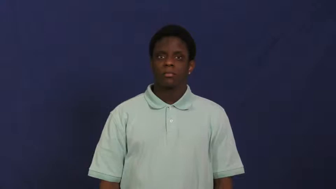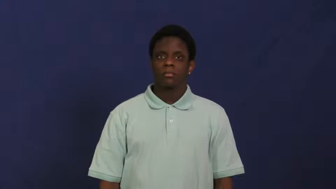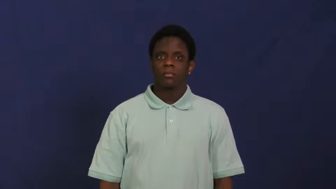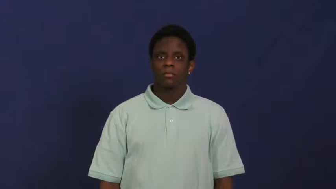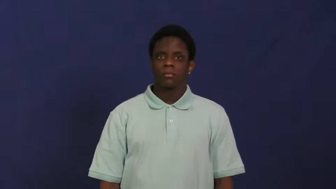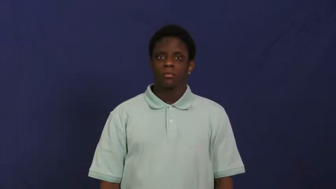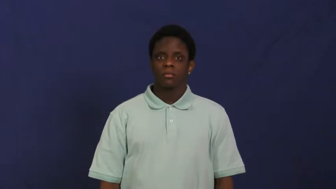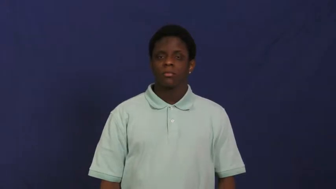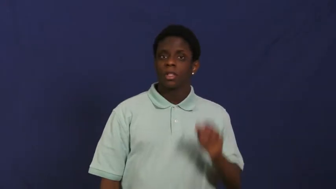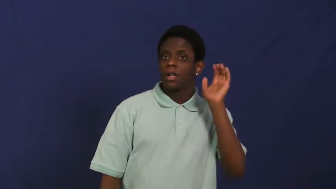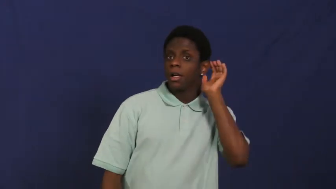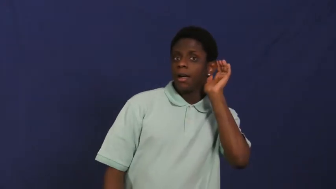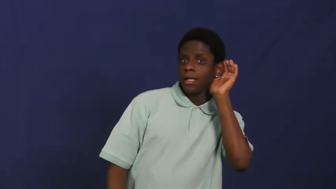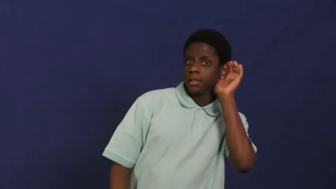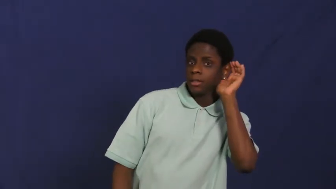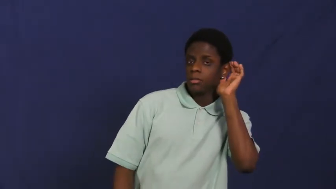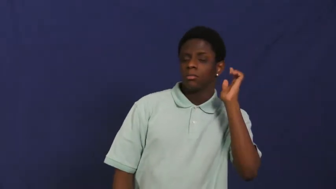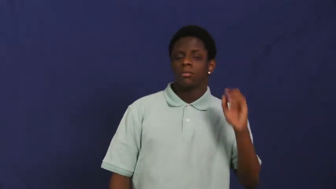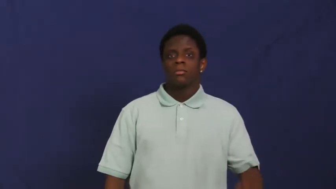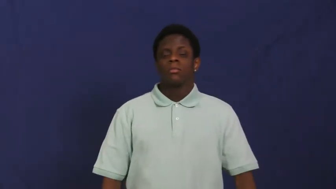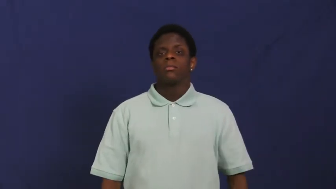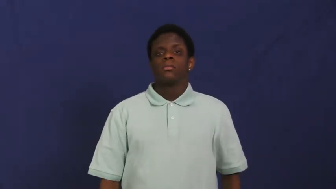listen,listen out